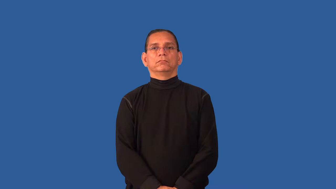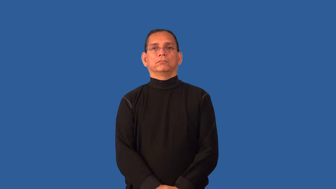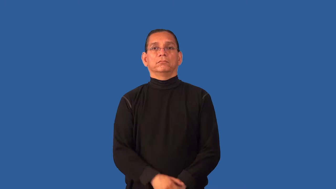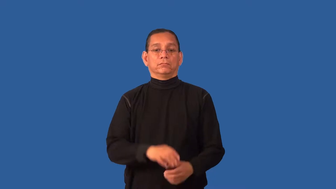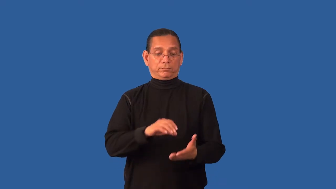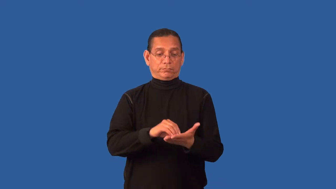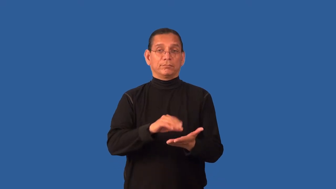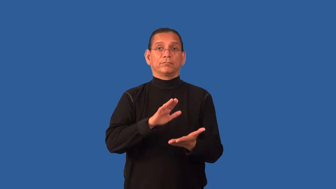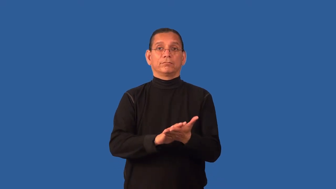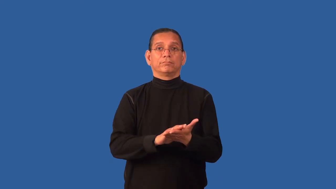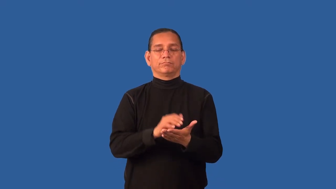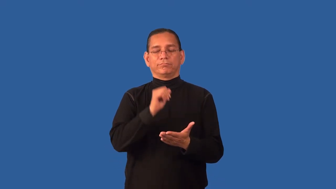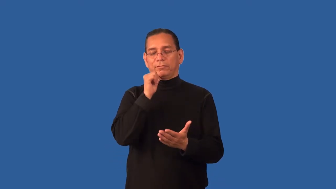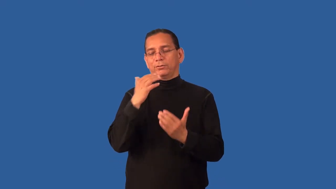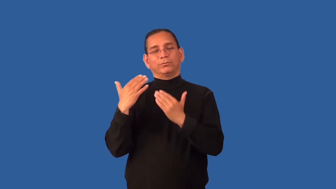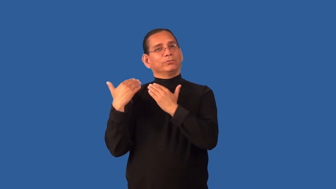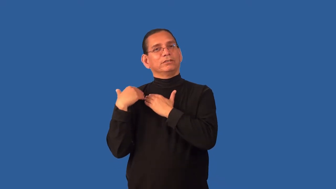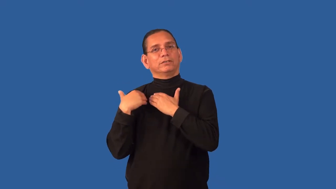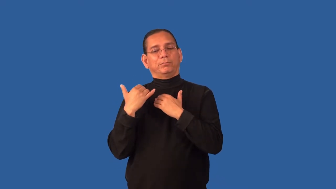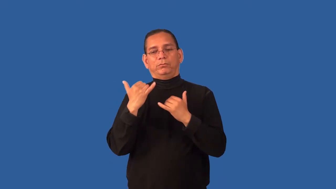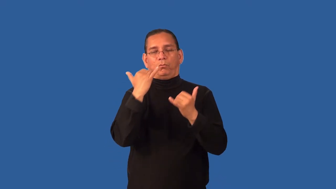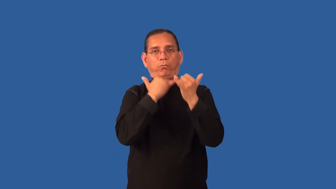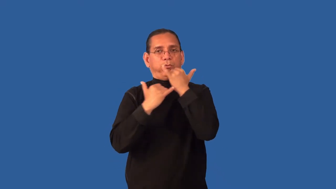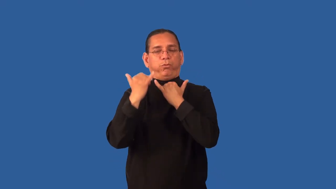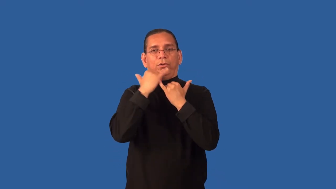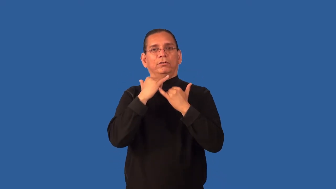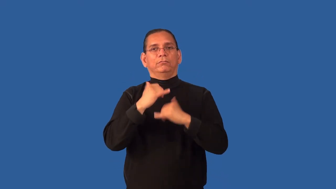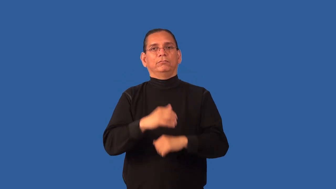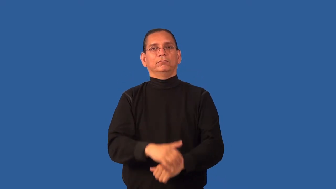disclaimer